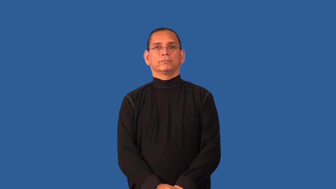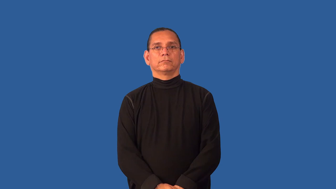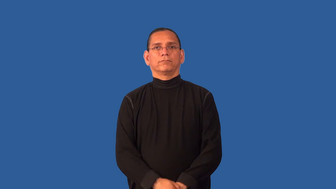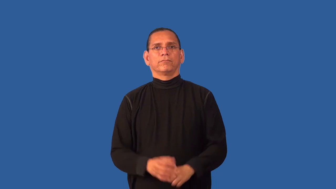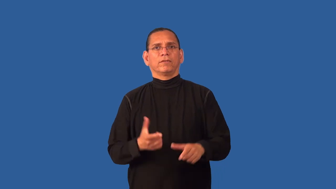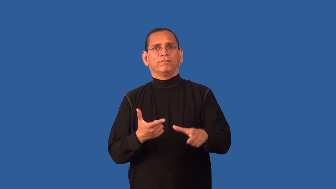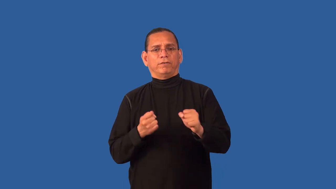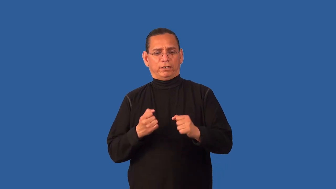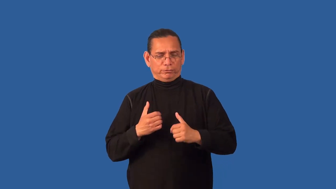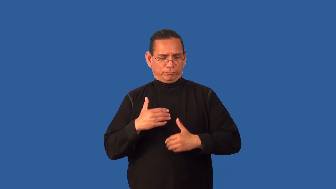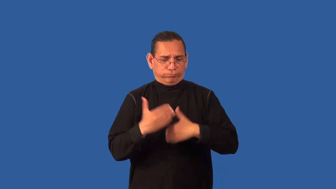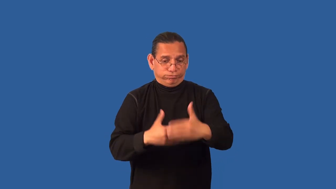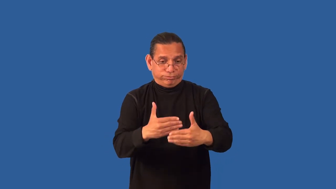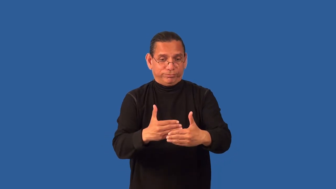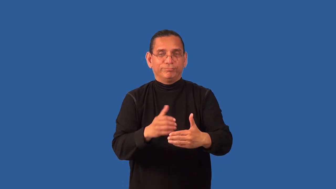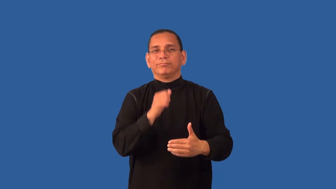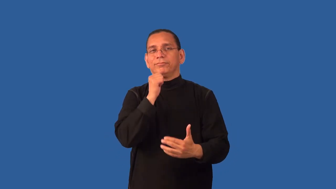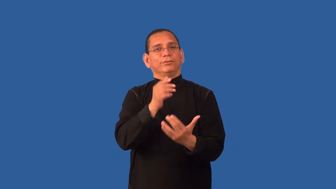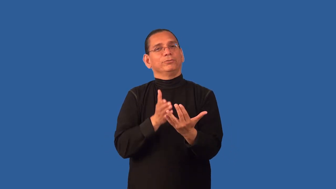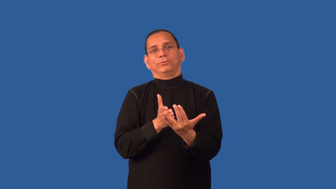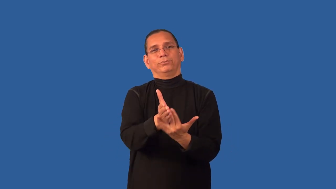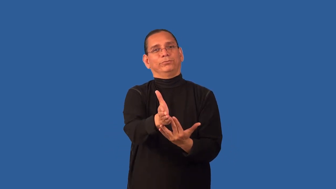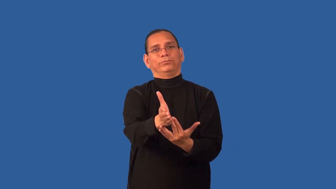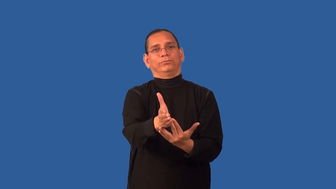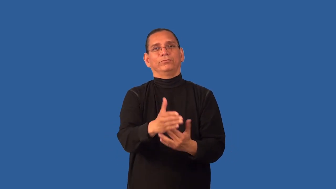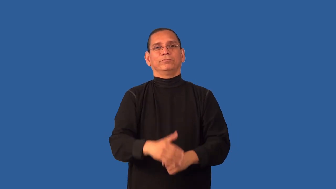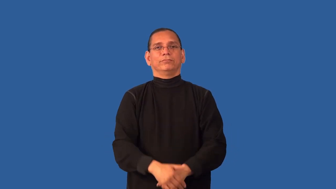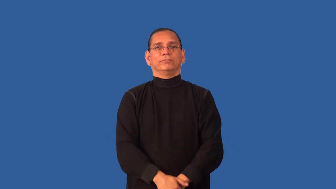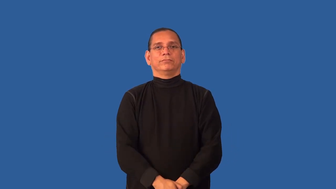cursory